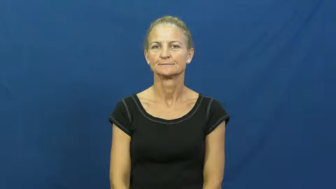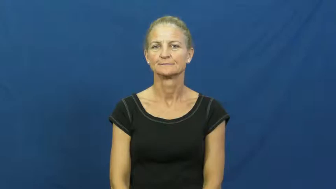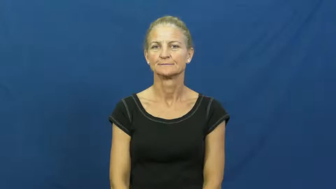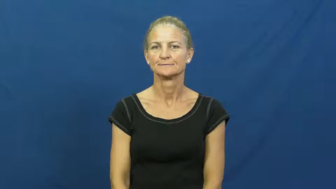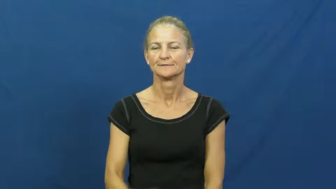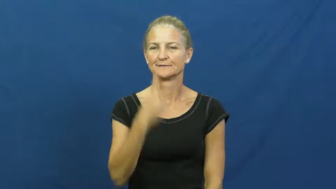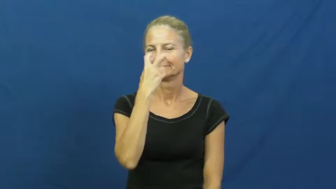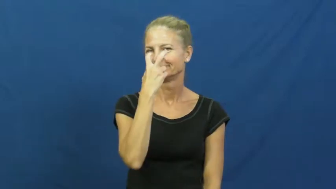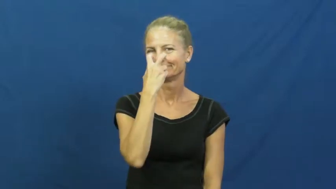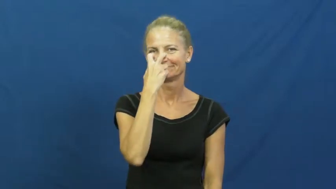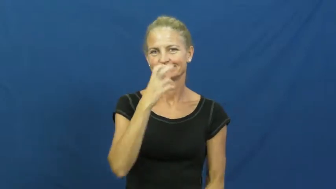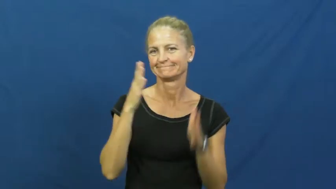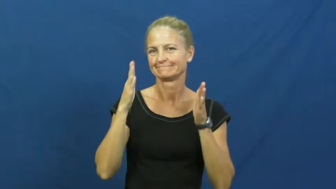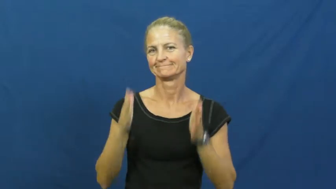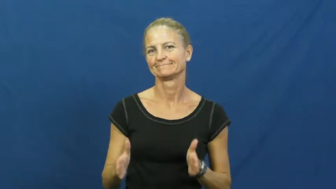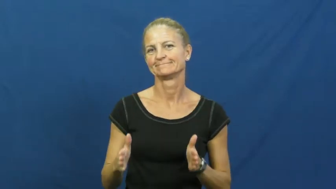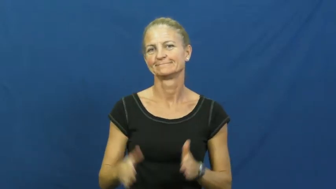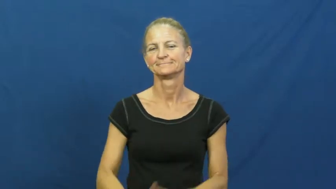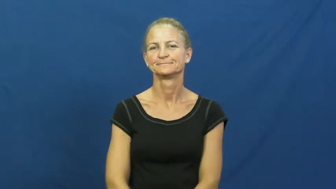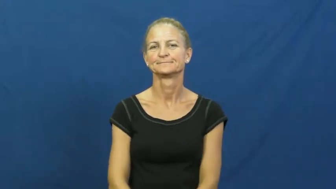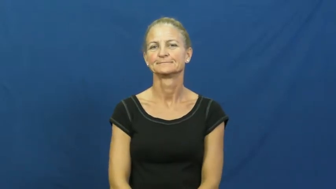cynic